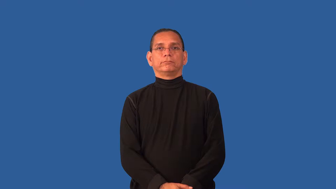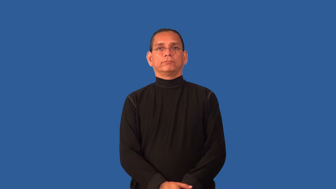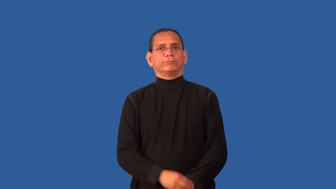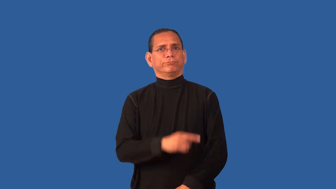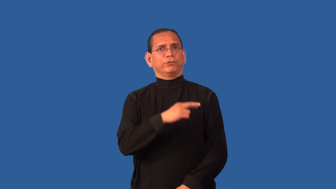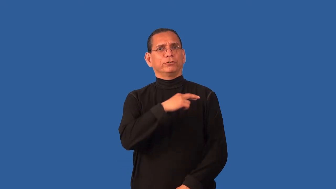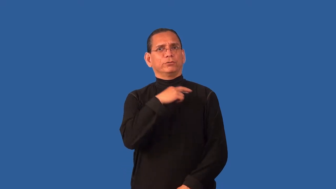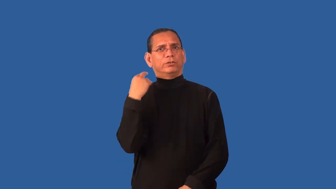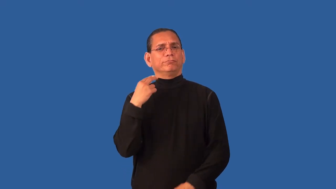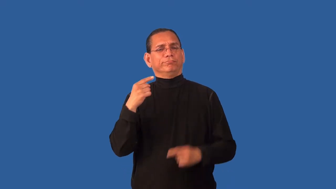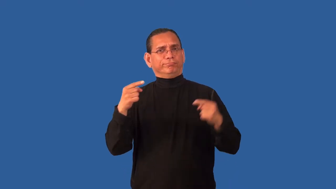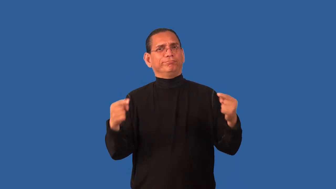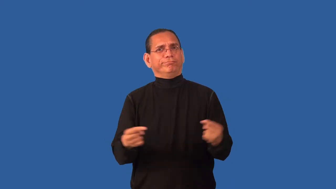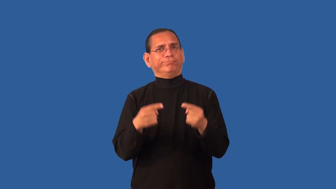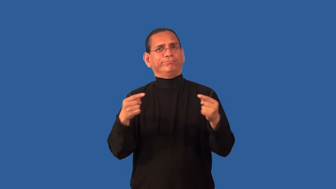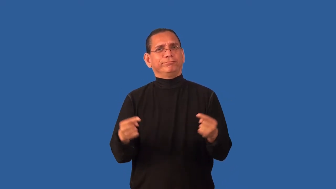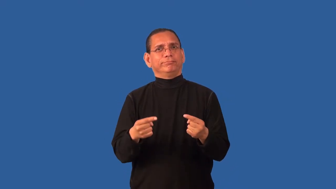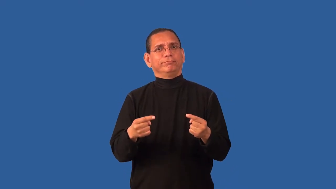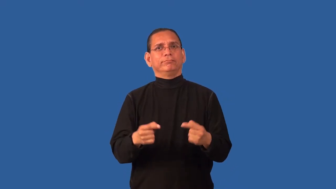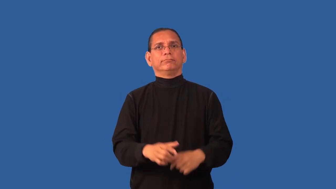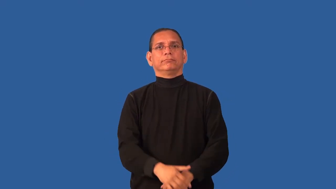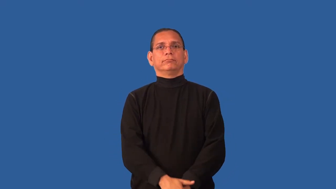compromise-cause harm to